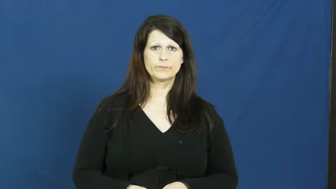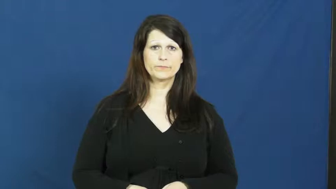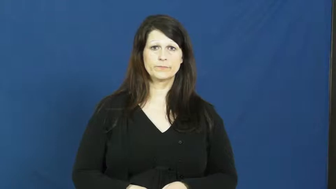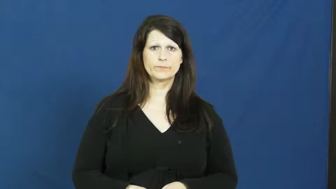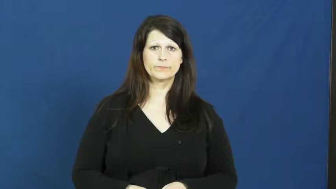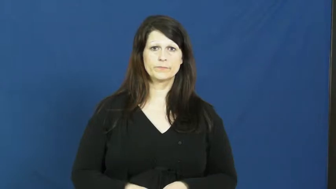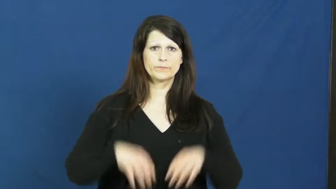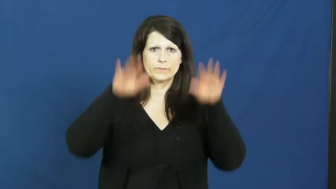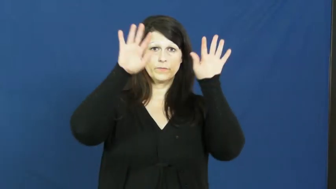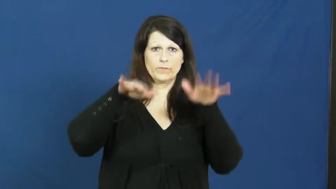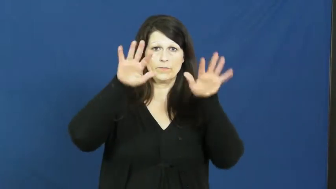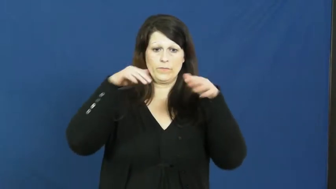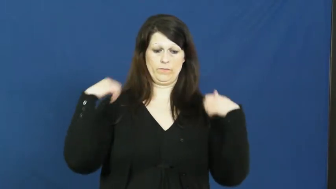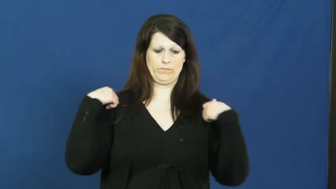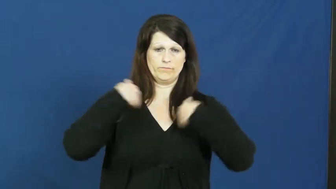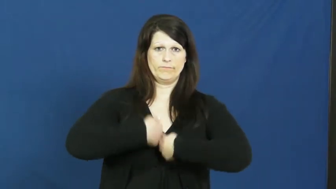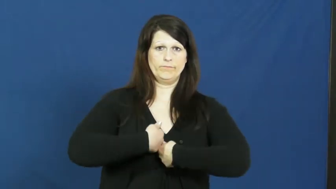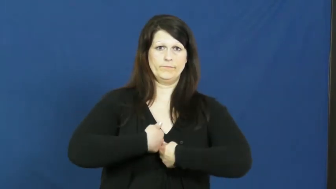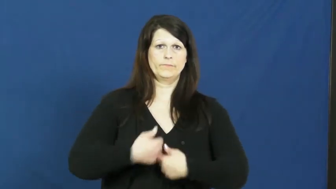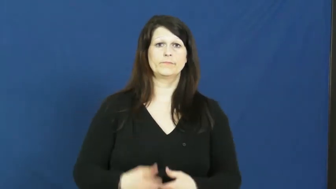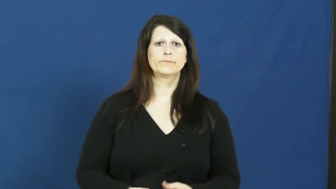raincoat,slicker